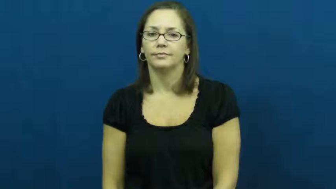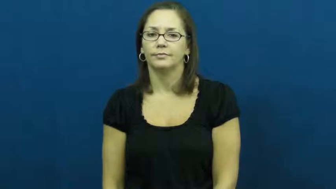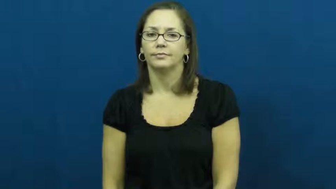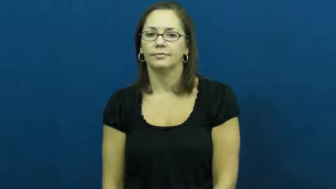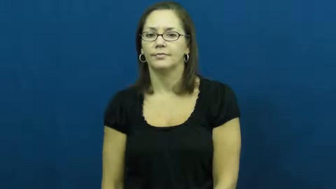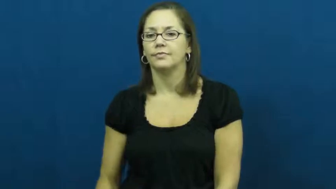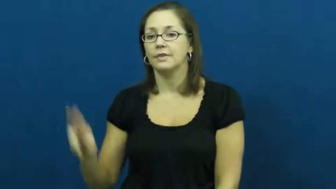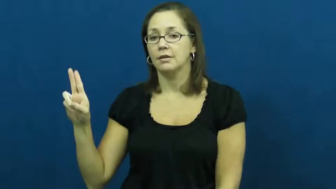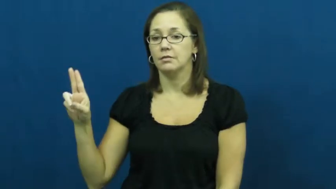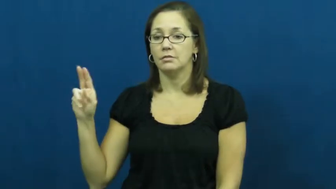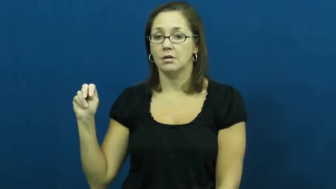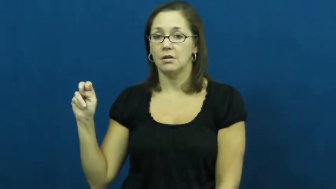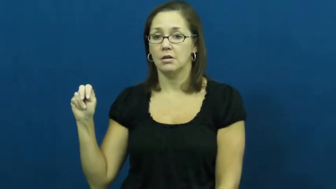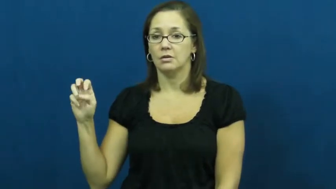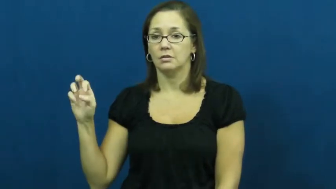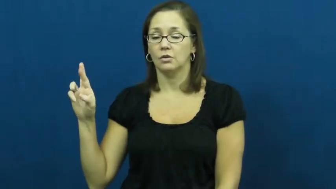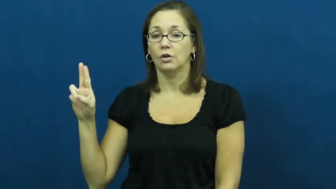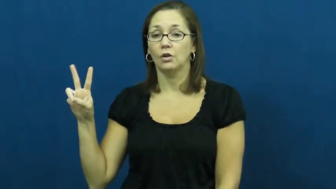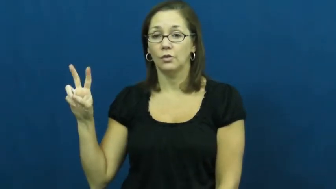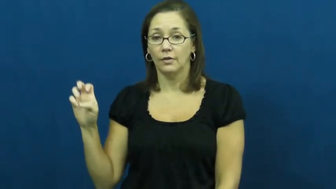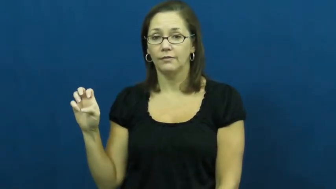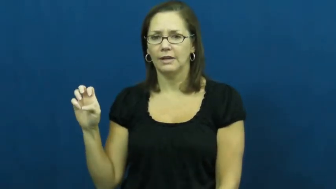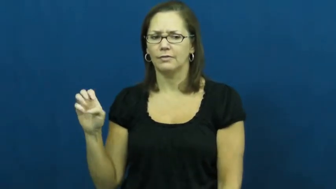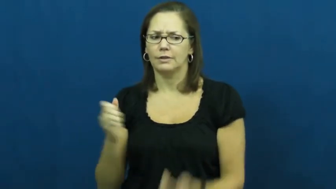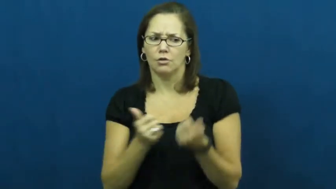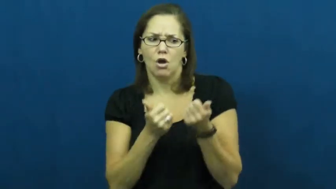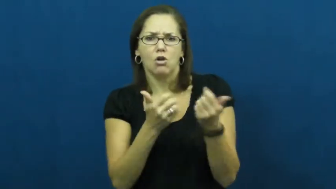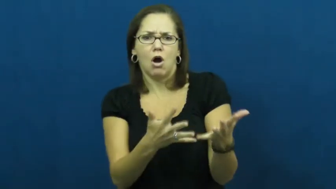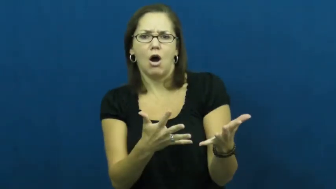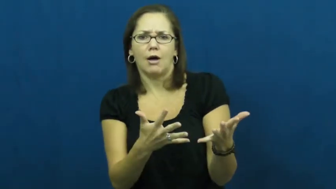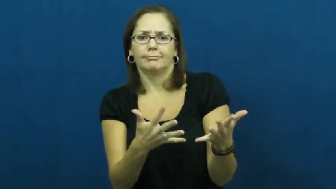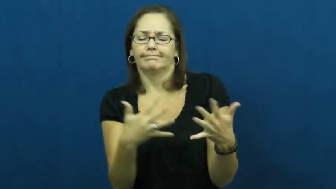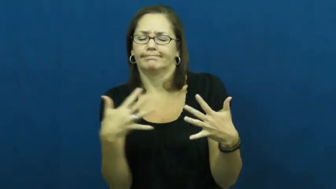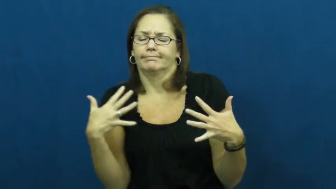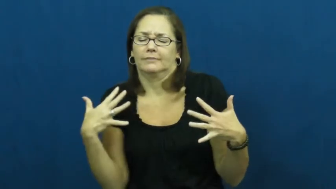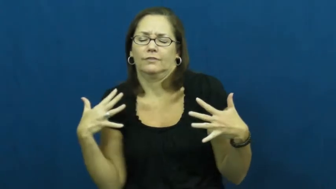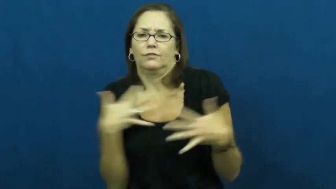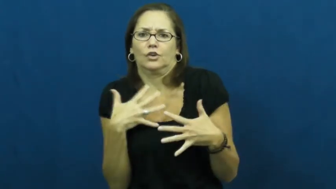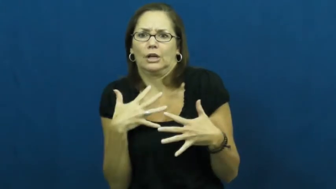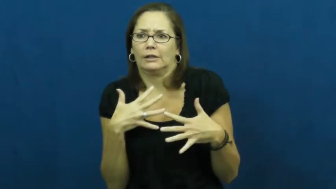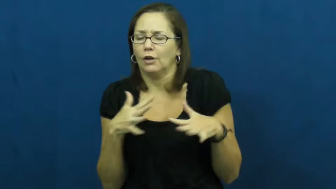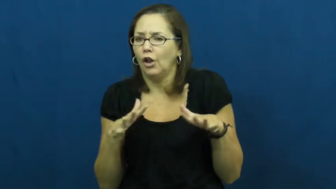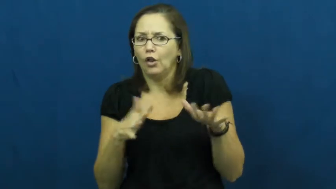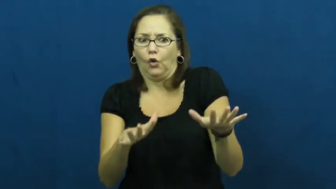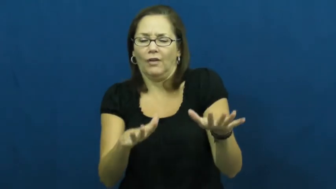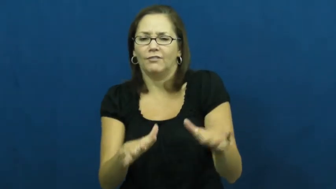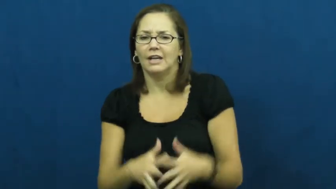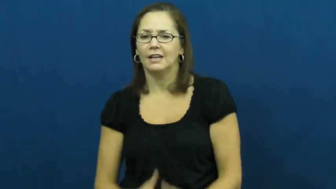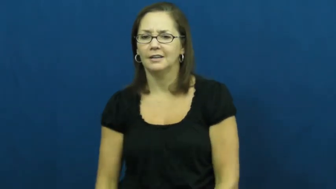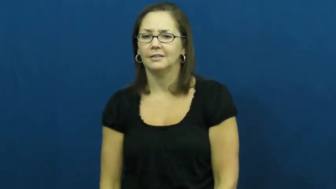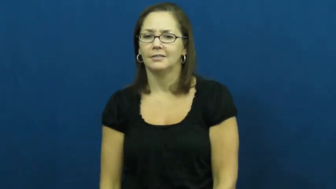unnerve